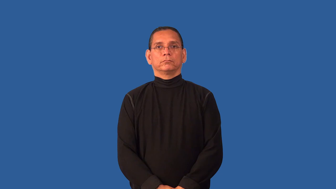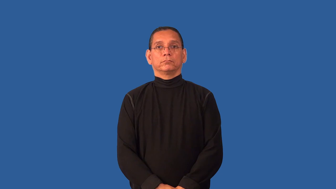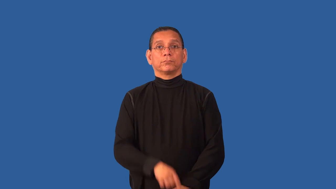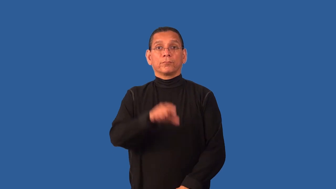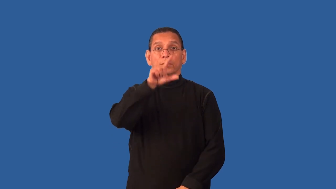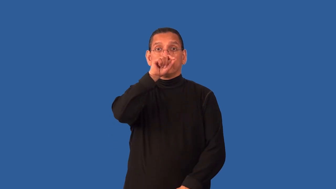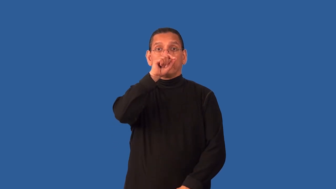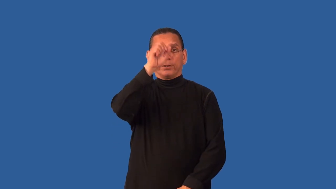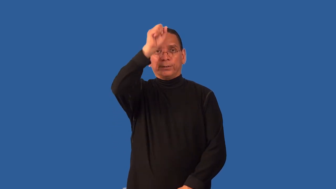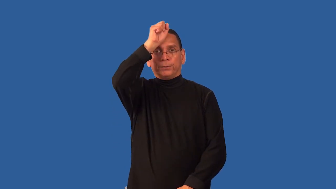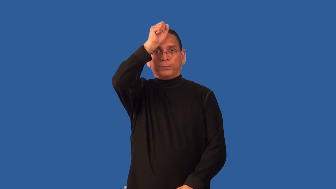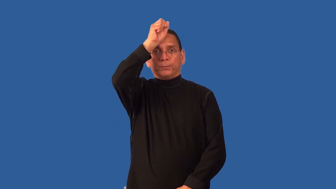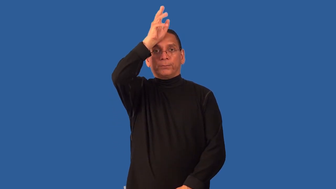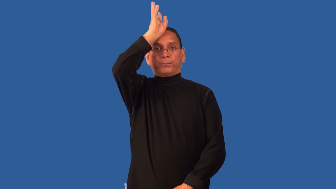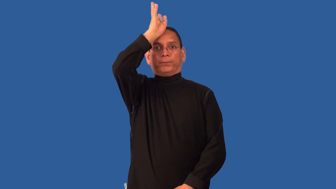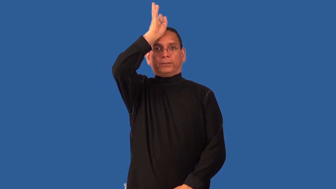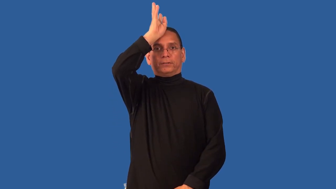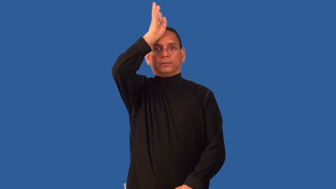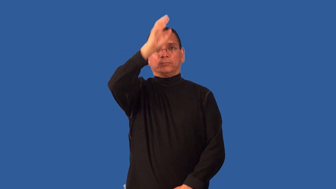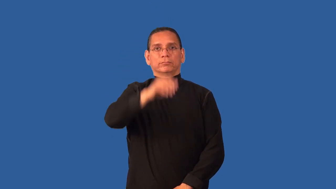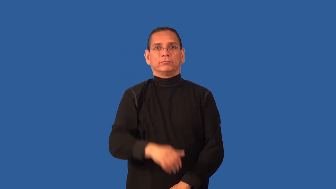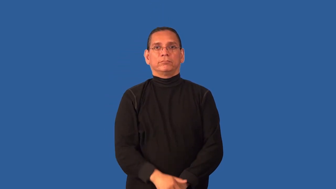crest-feather